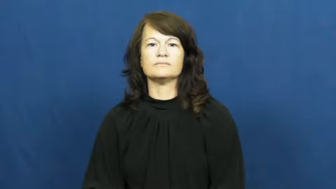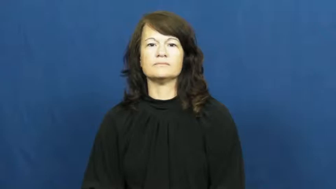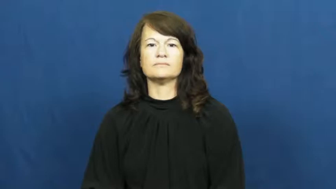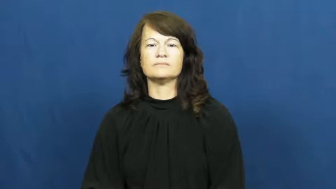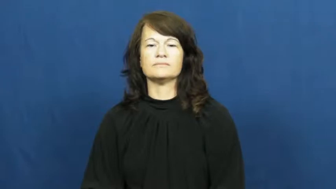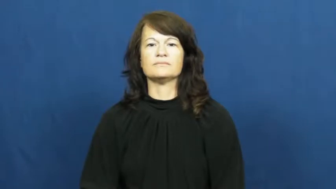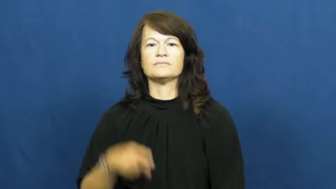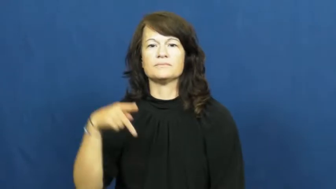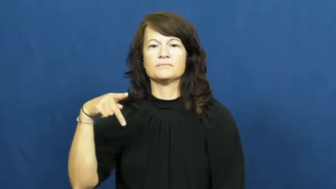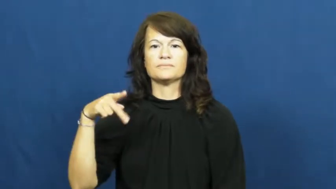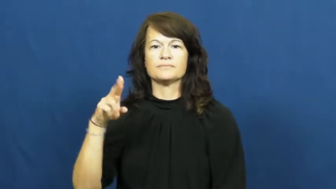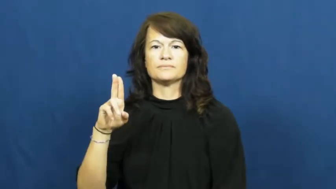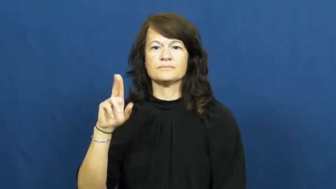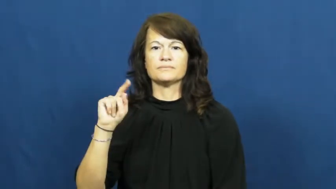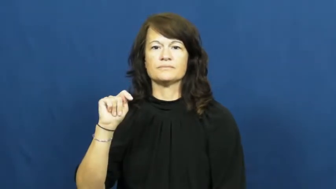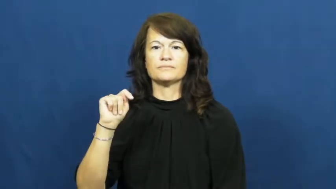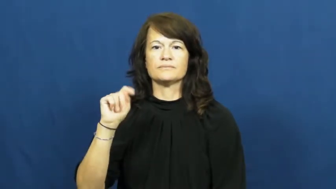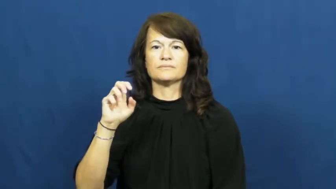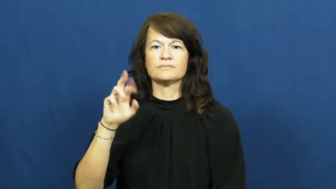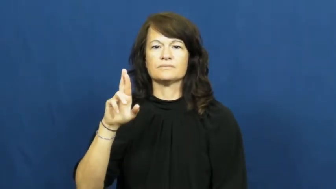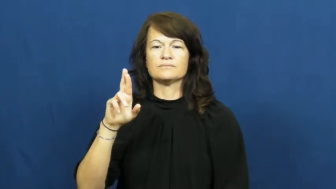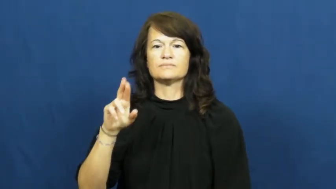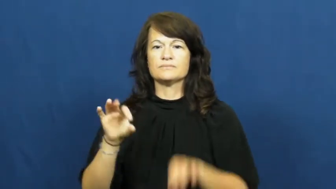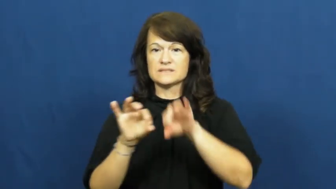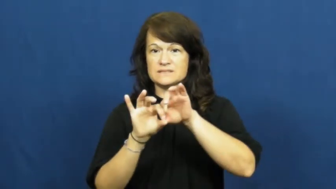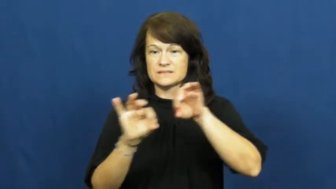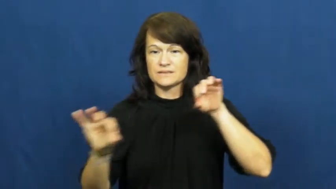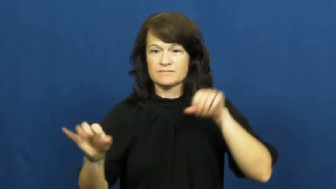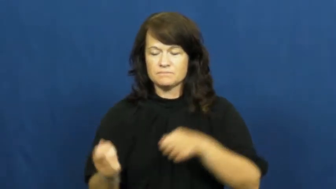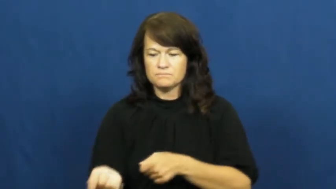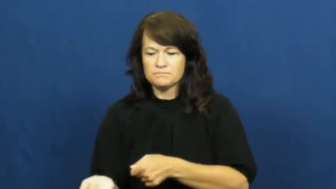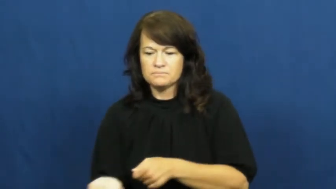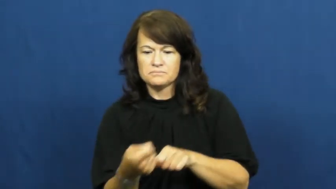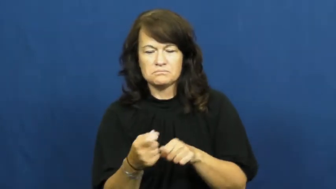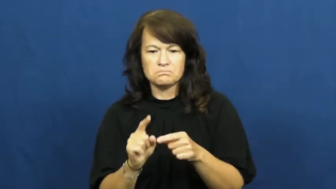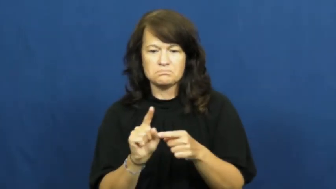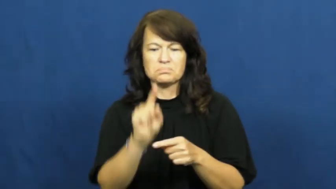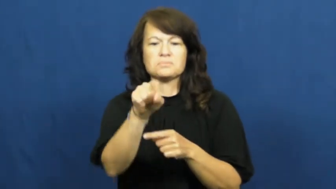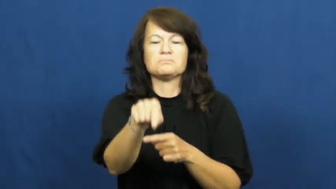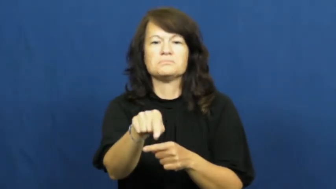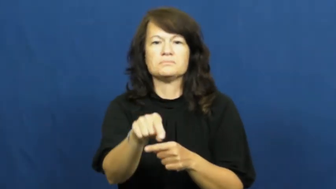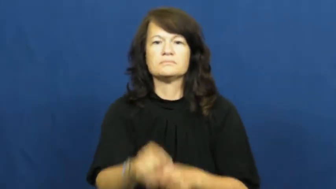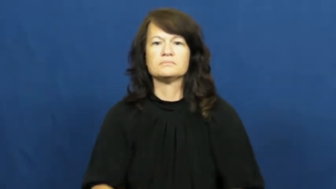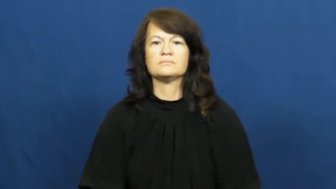putter-golf